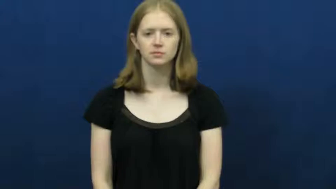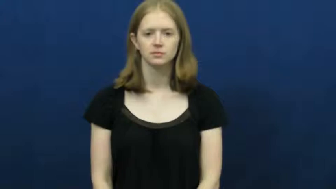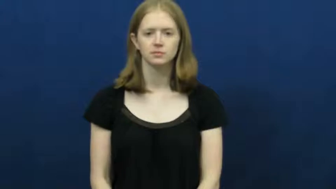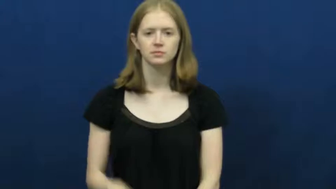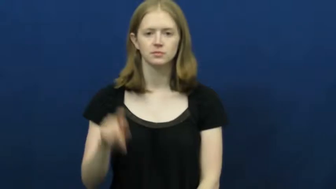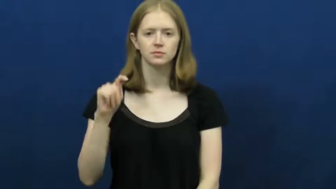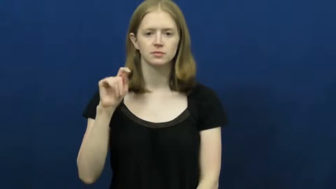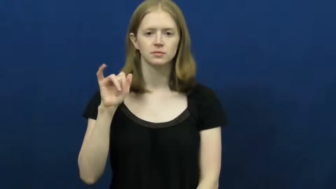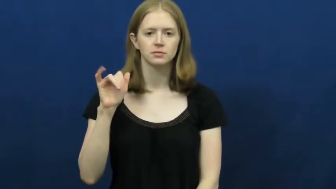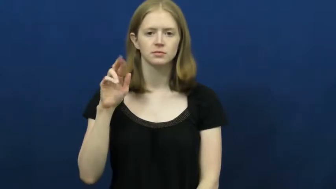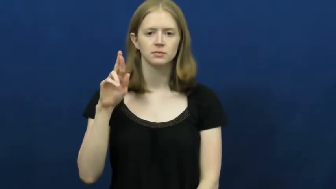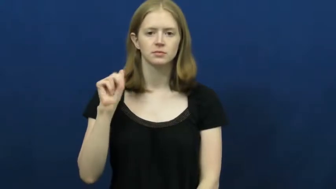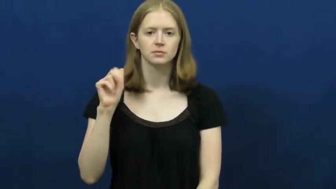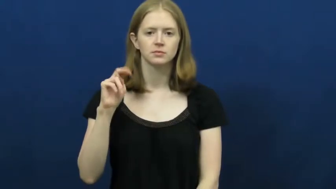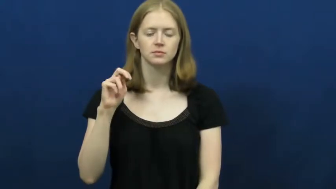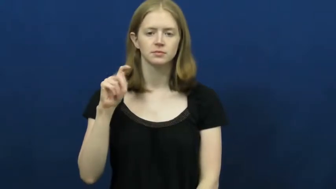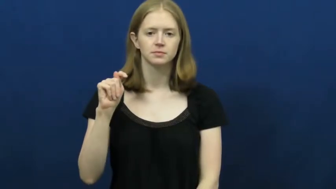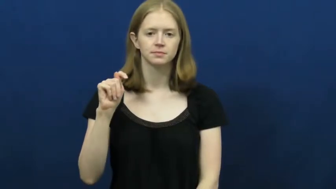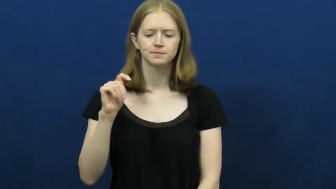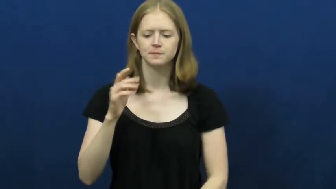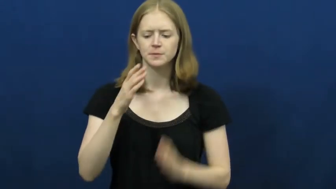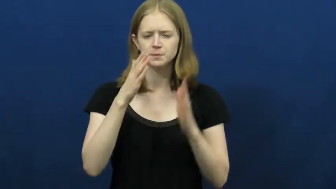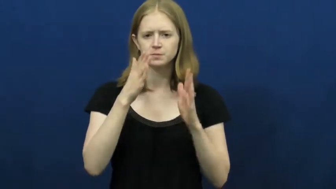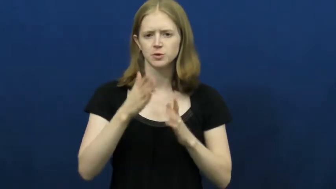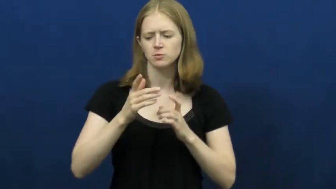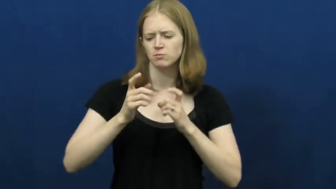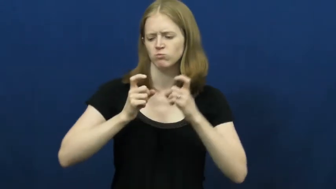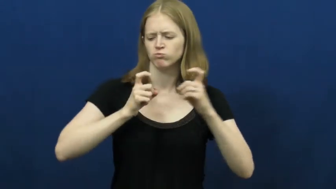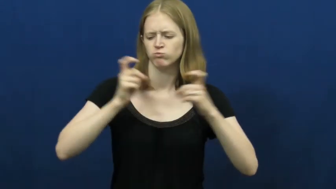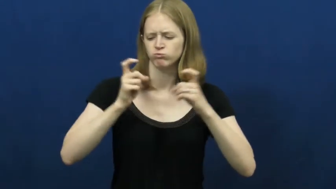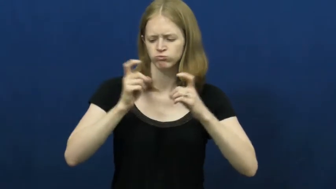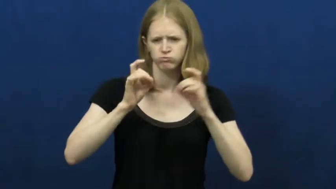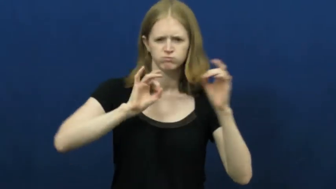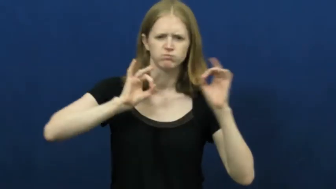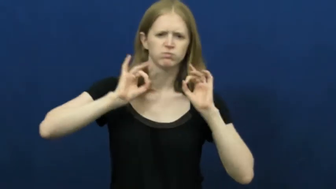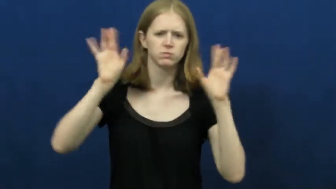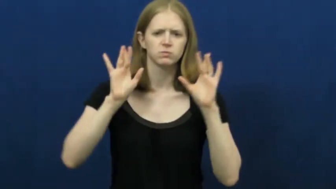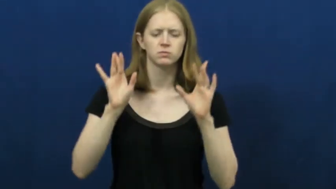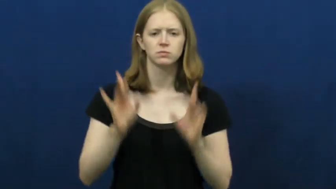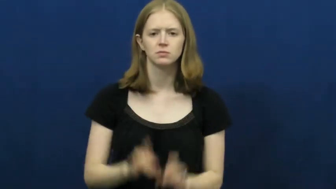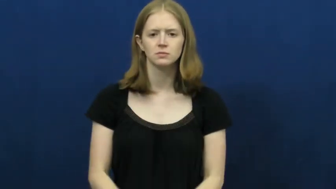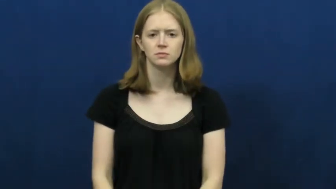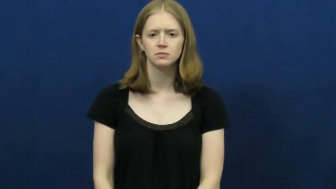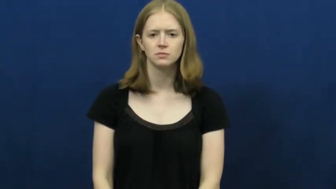tyrant